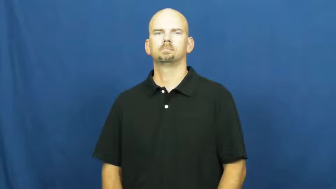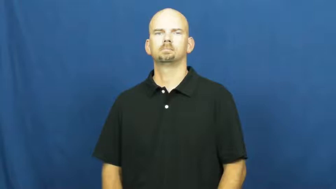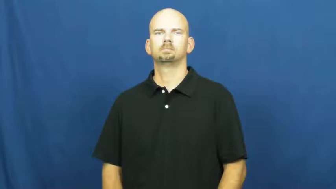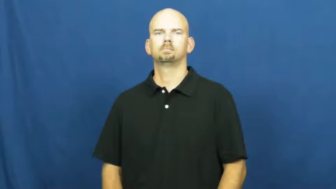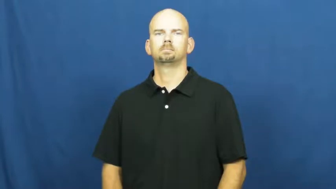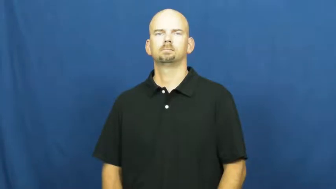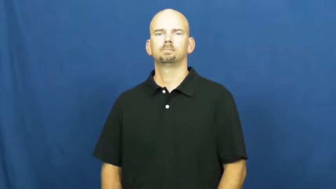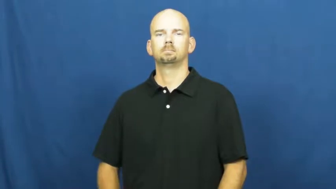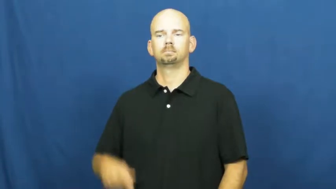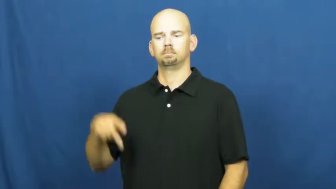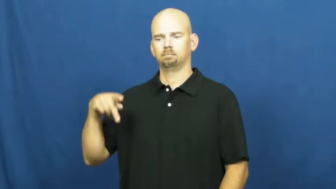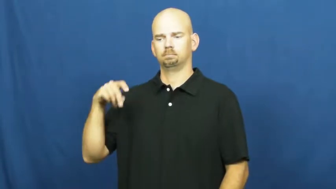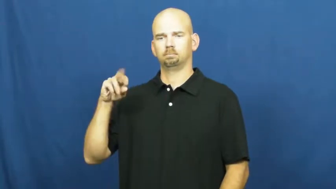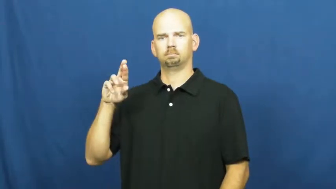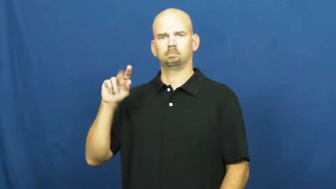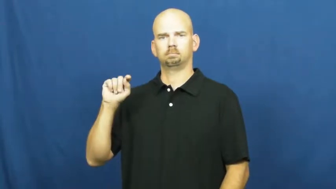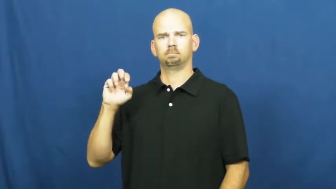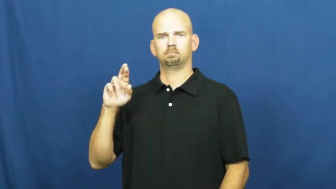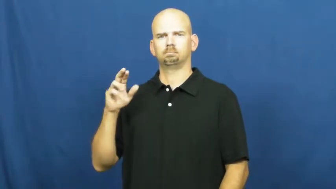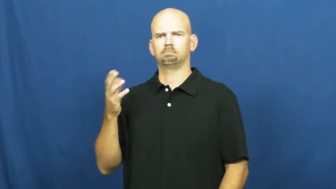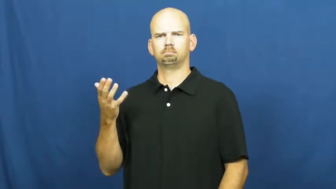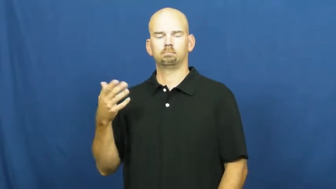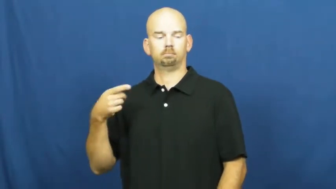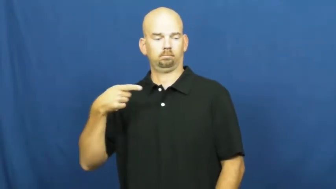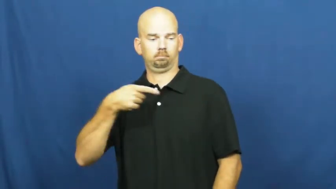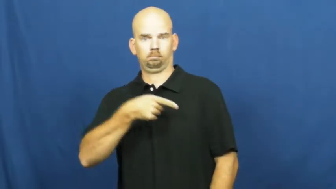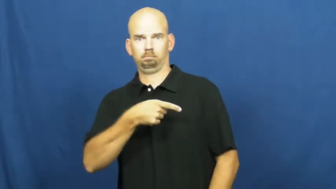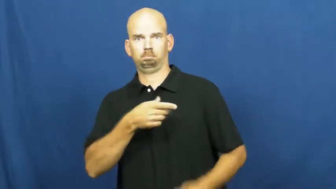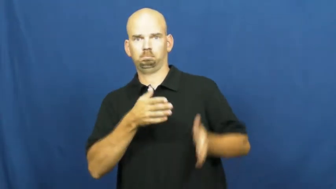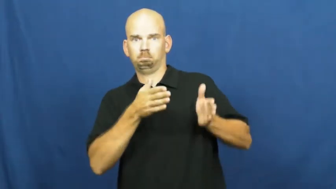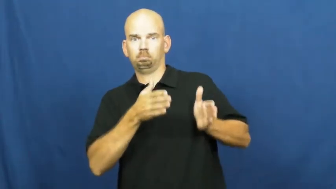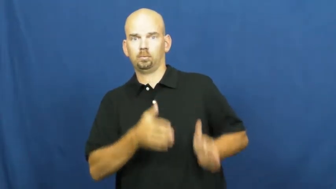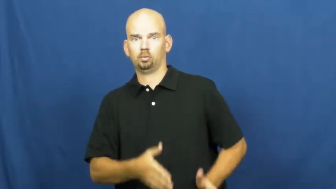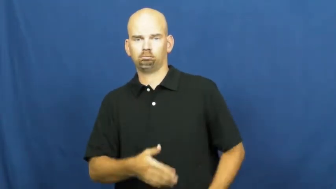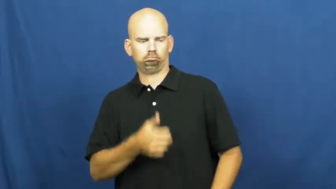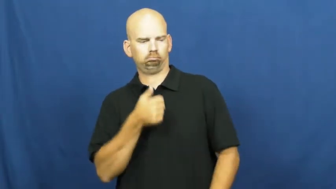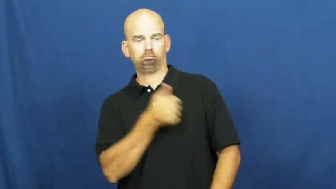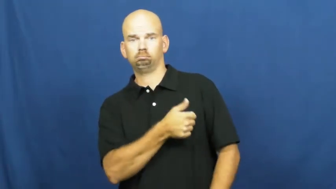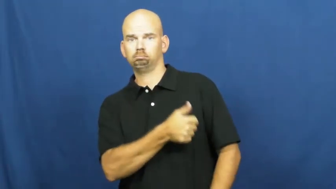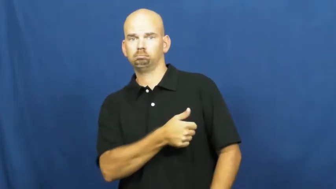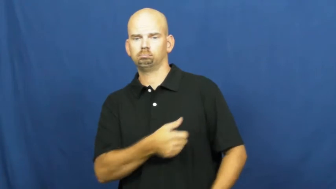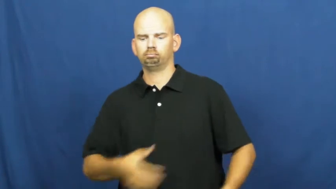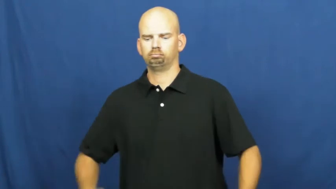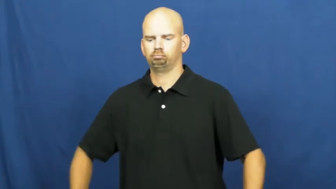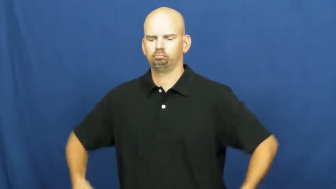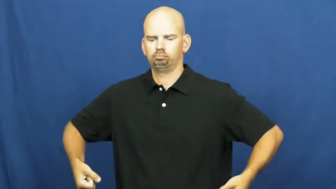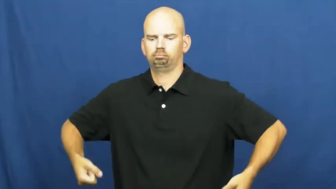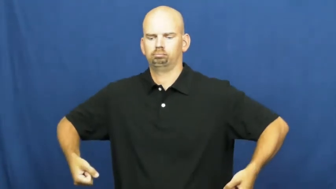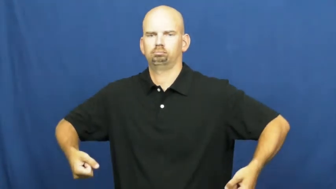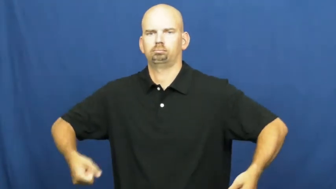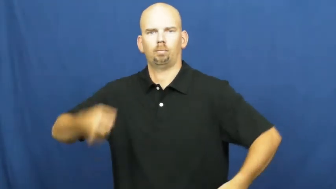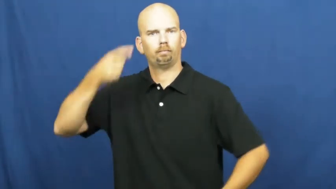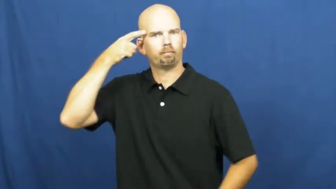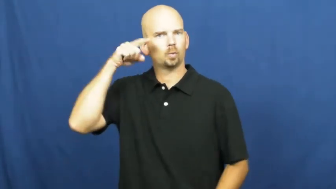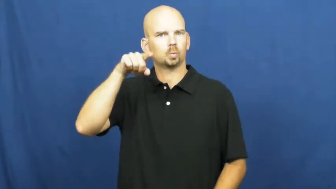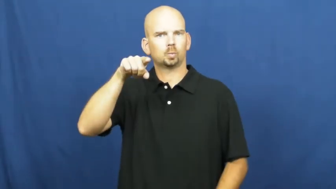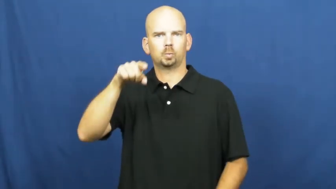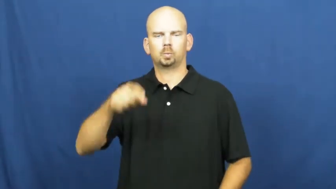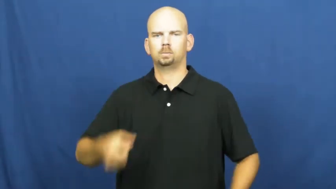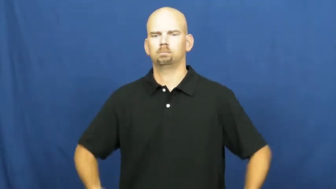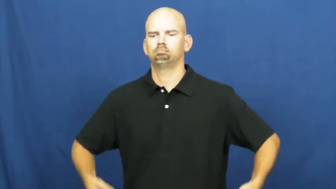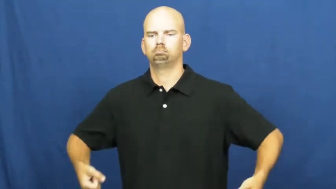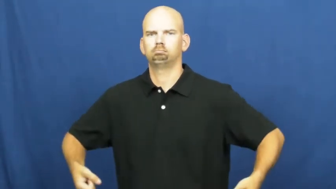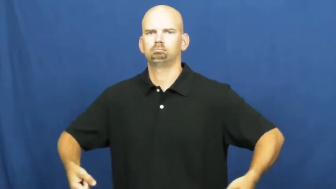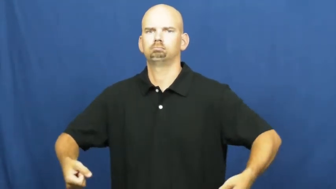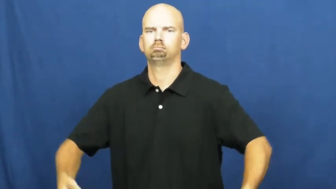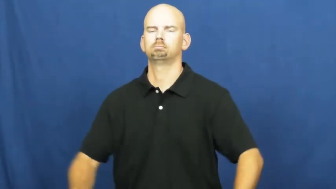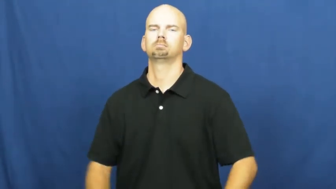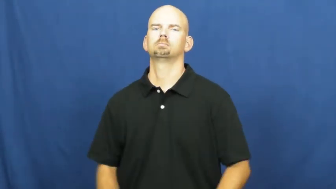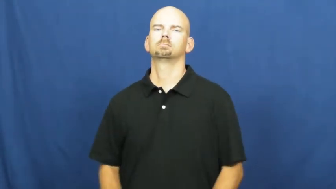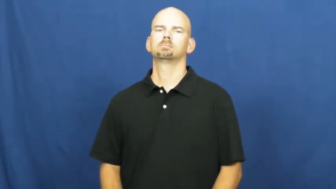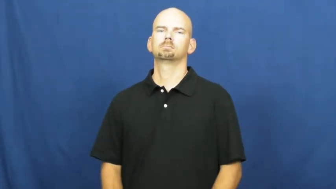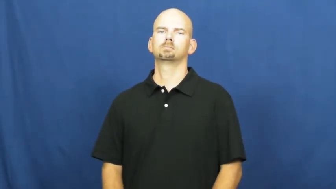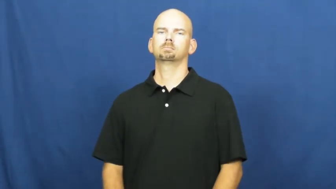porter